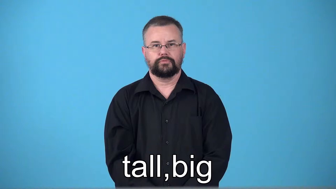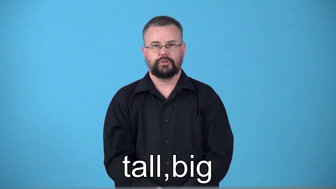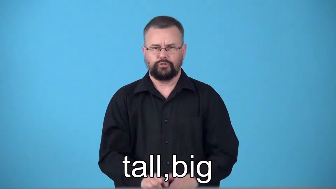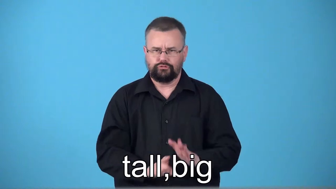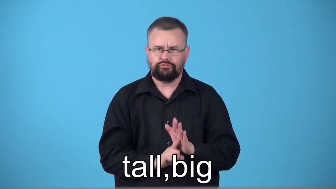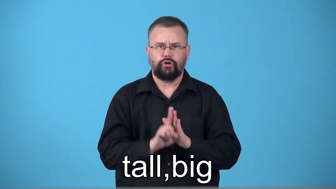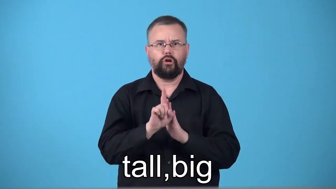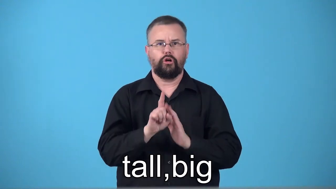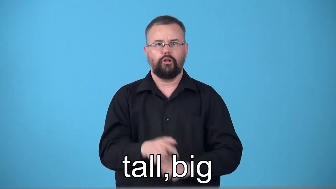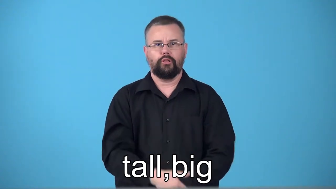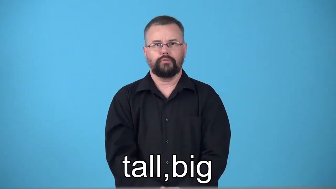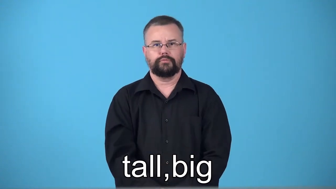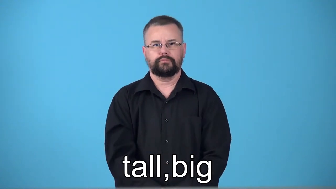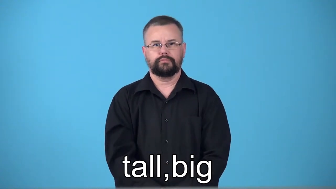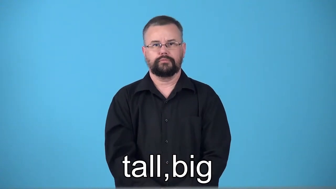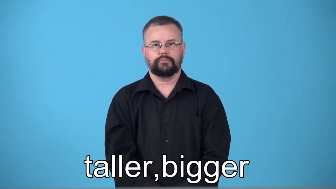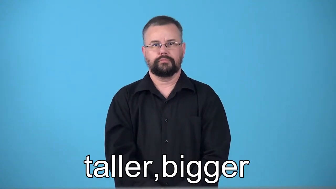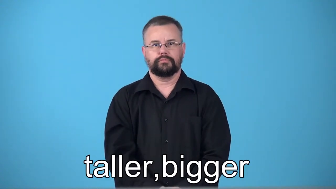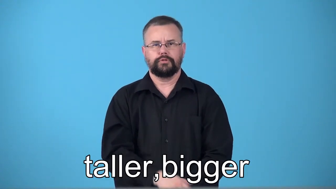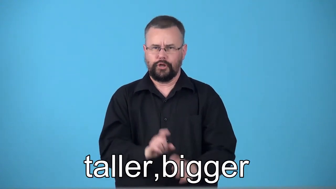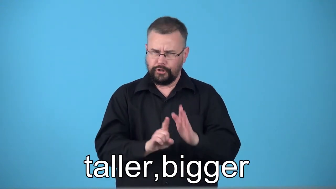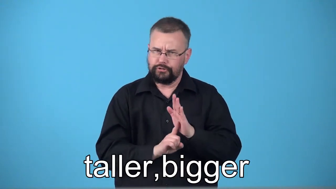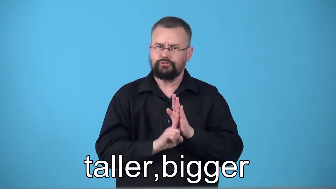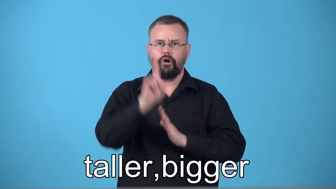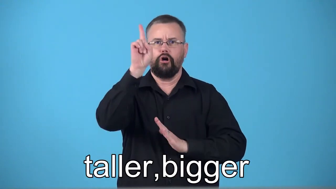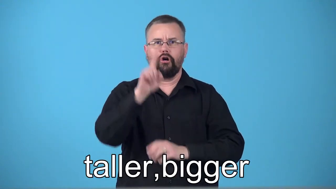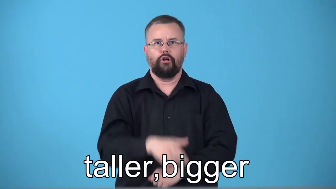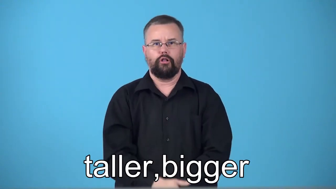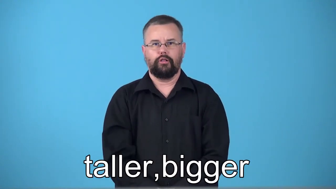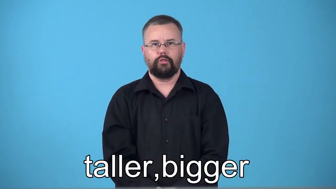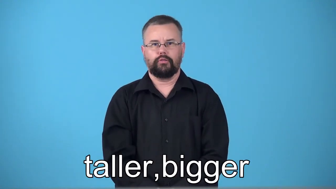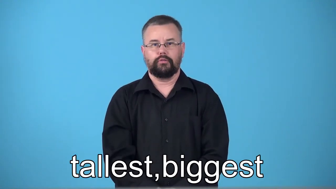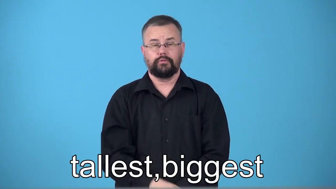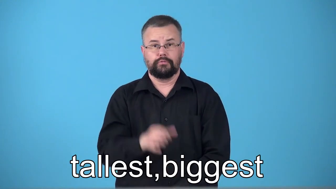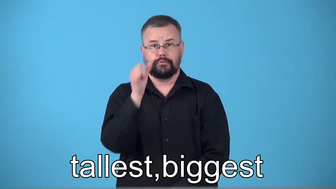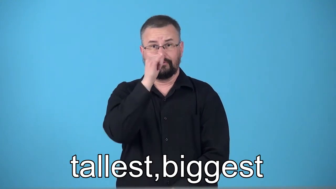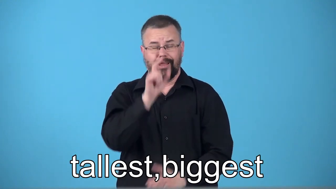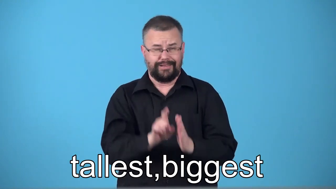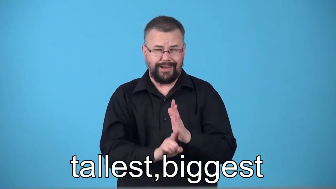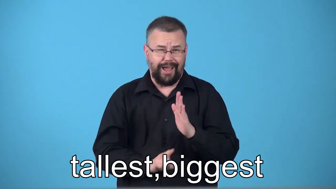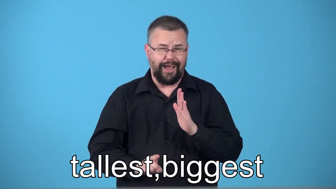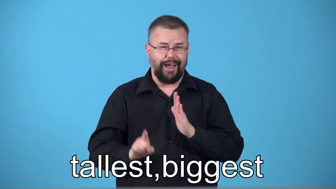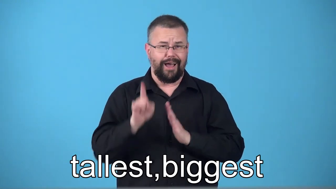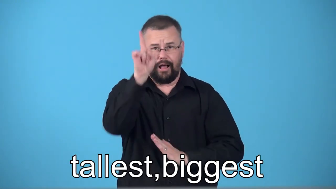taller,tallest,bigger,biggest